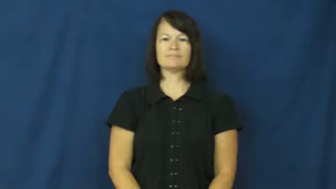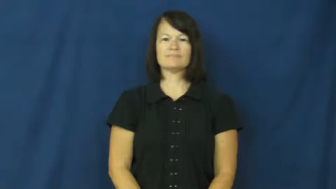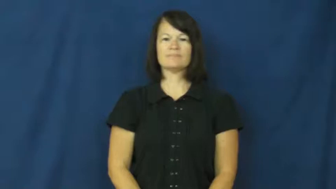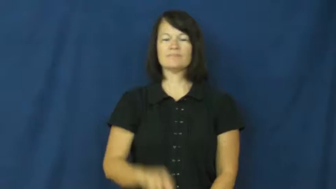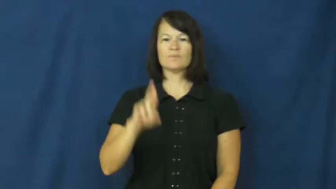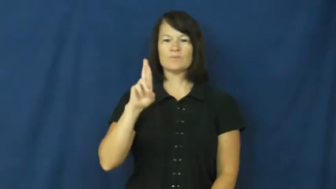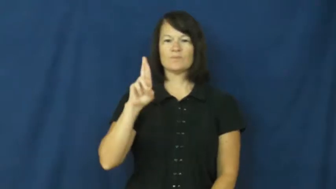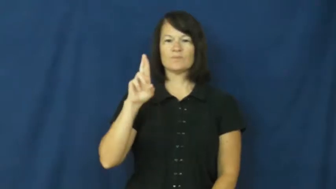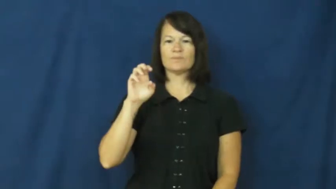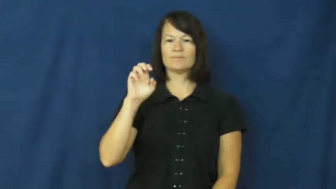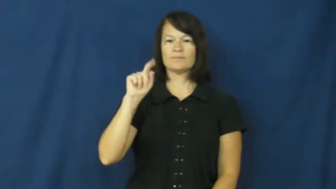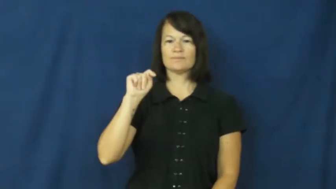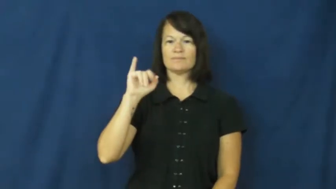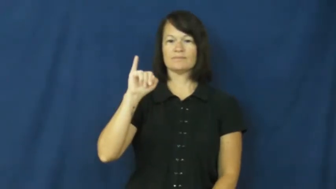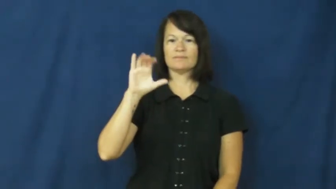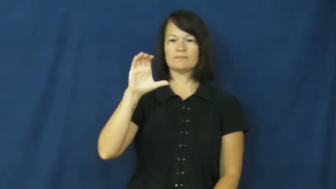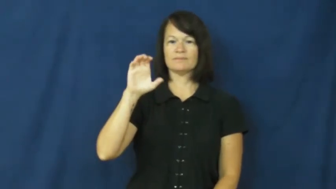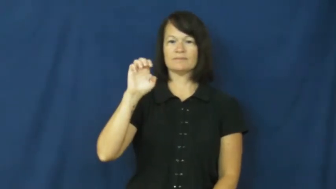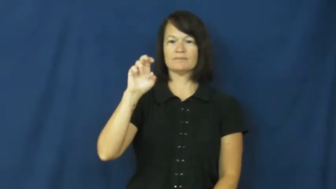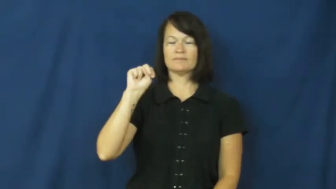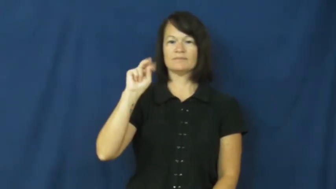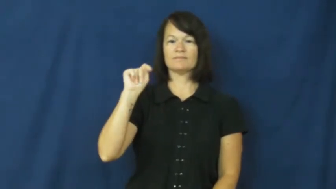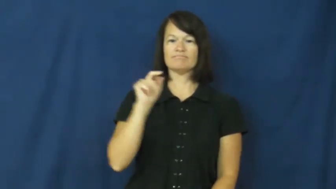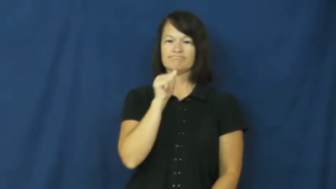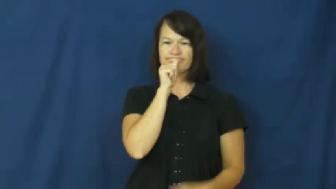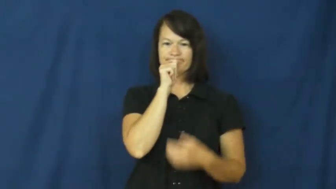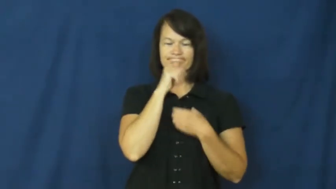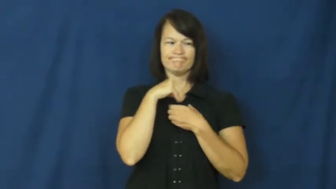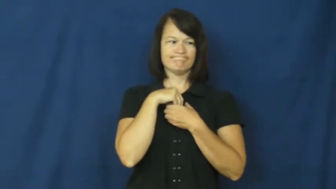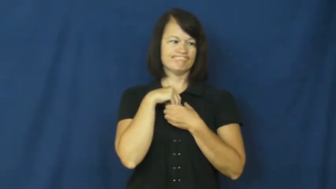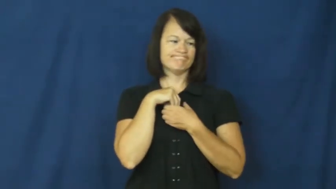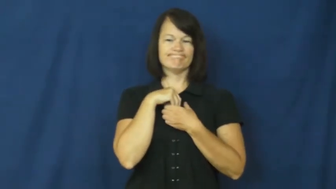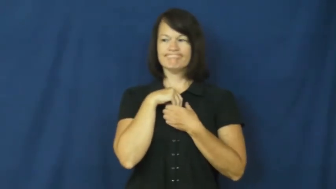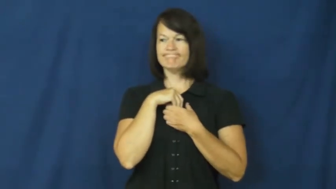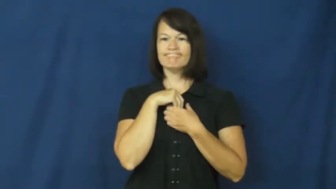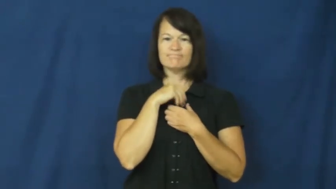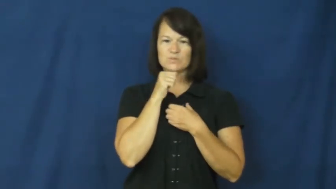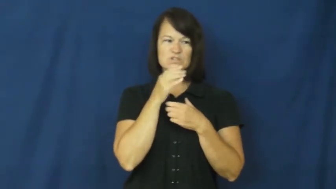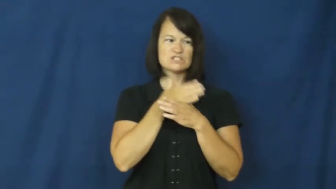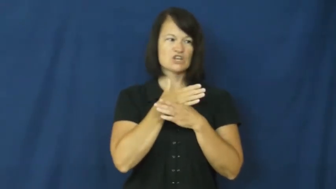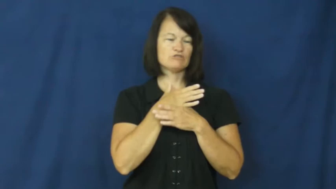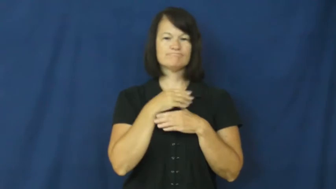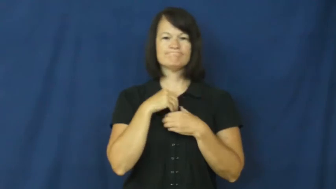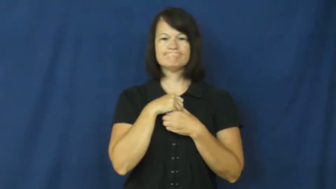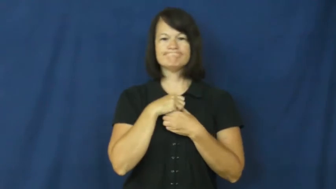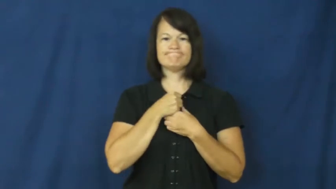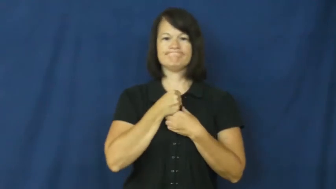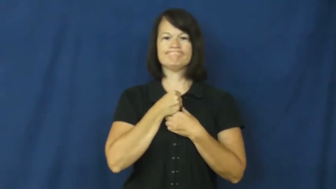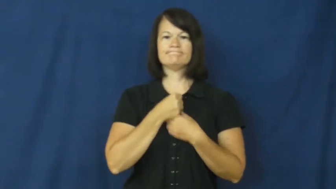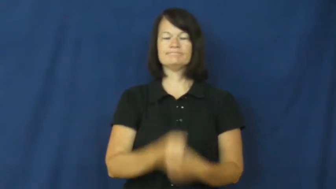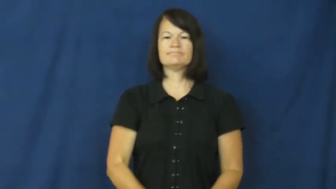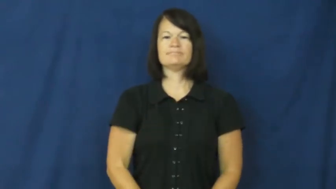reticent